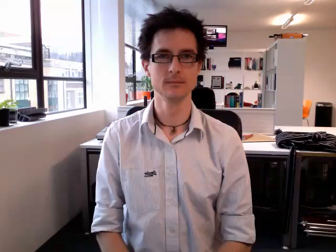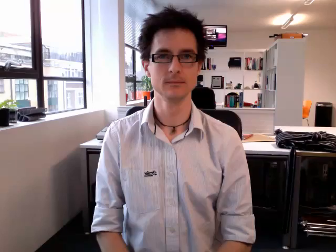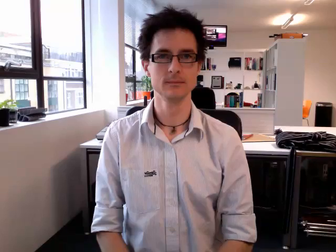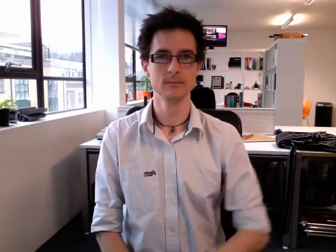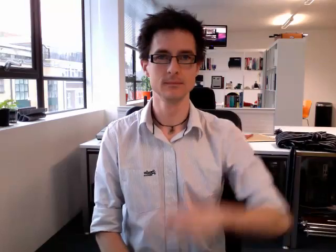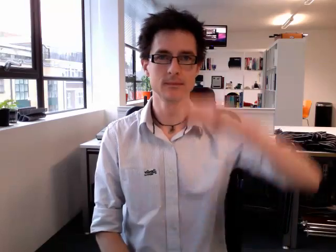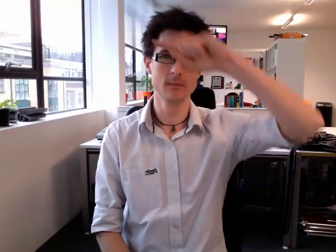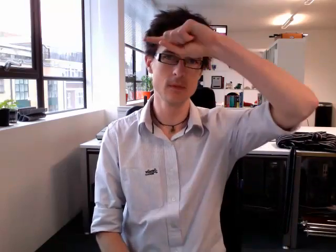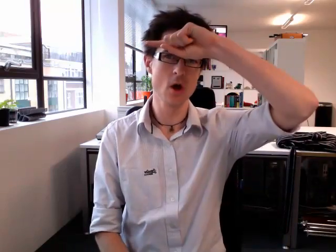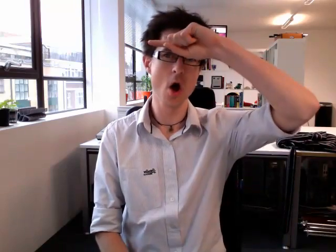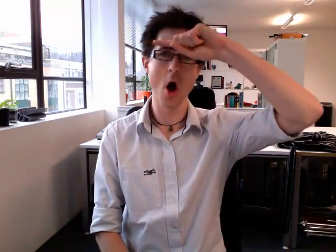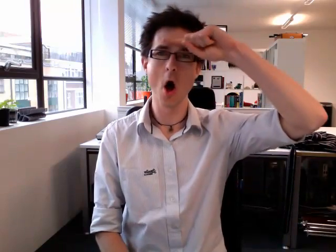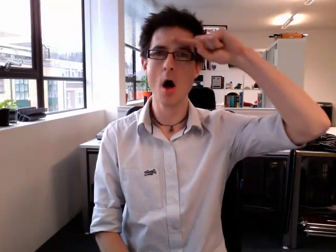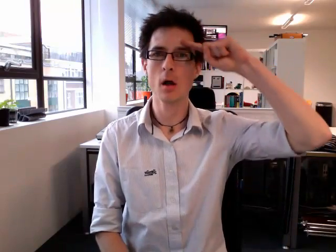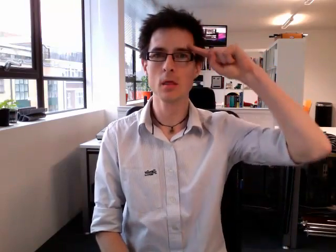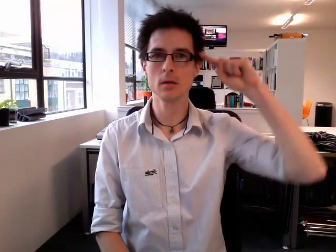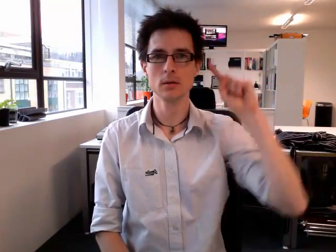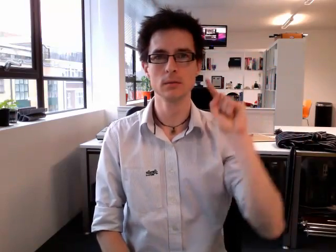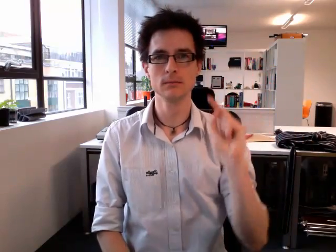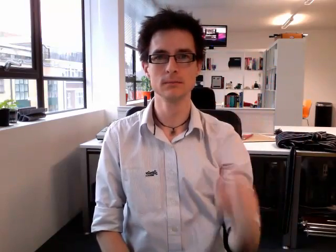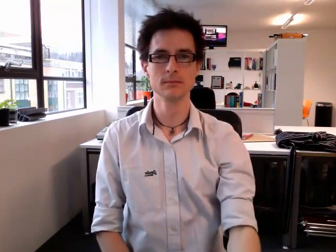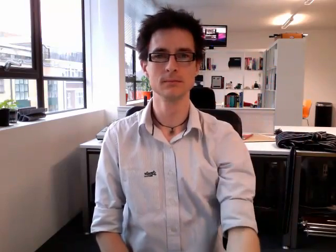hot